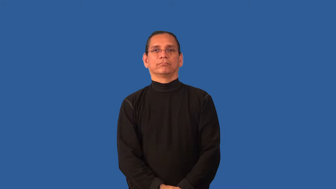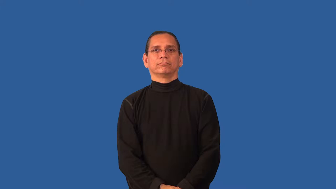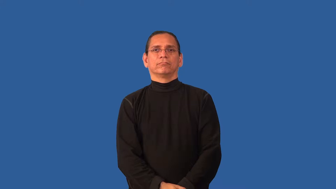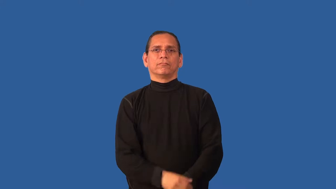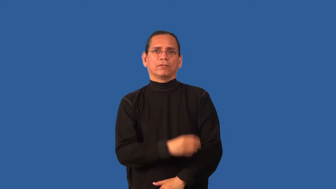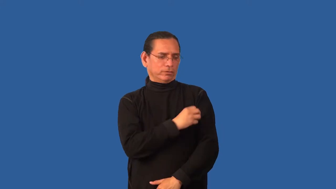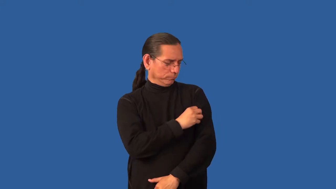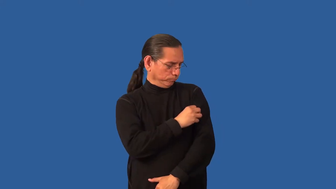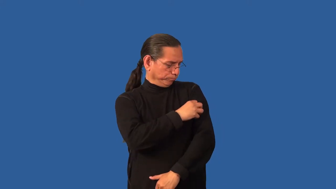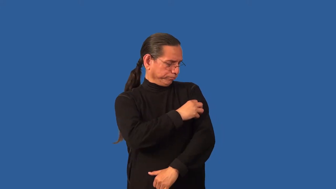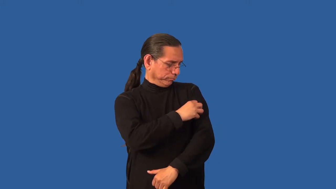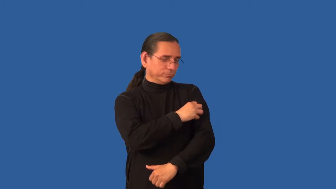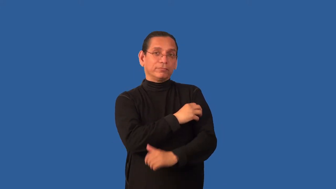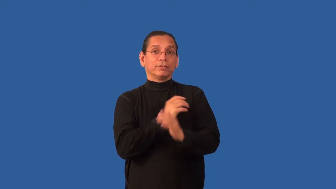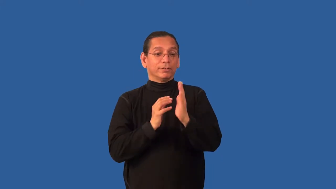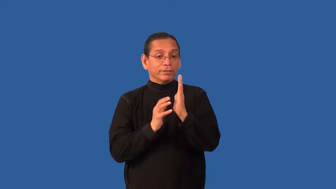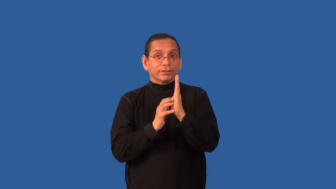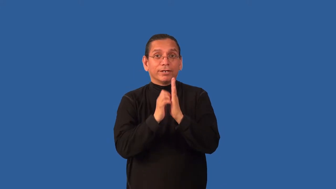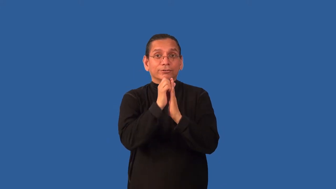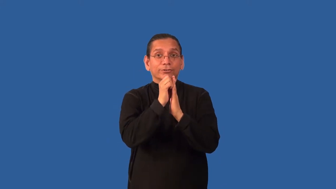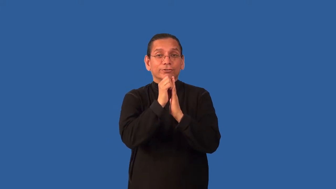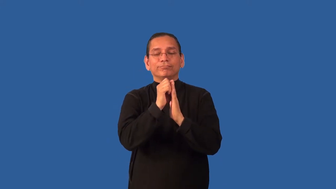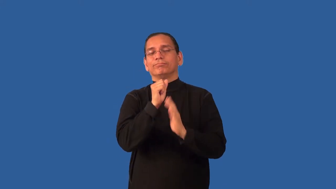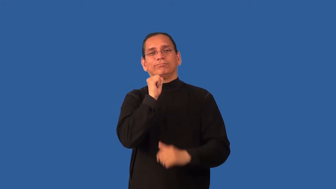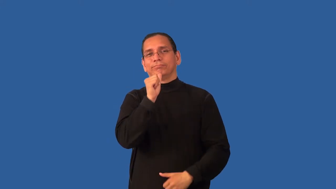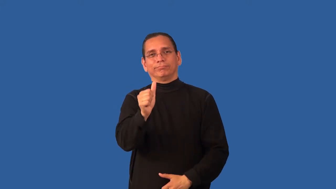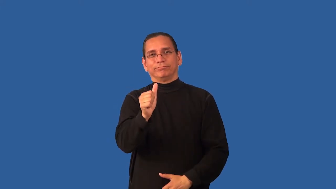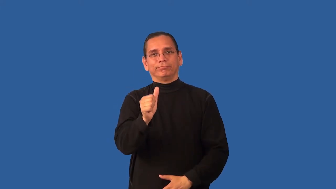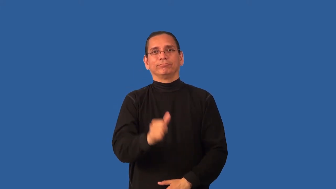benign-growth on body